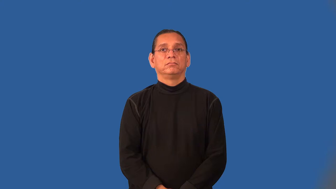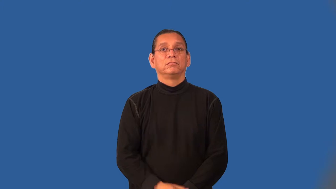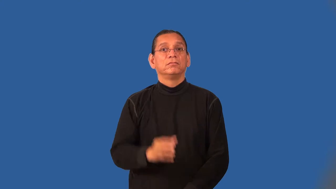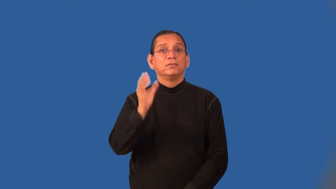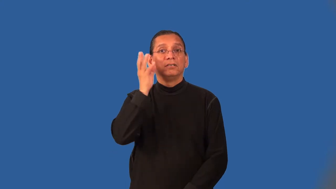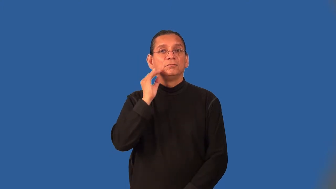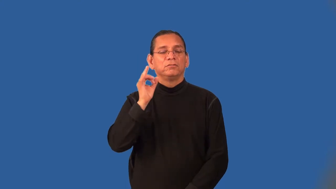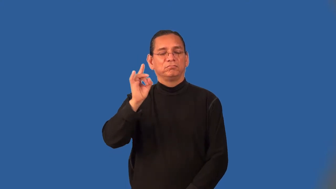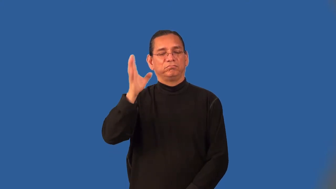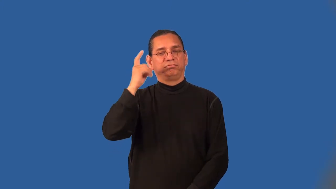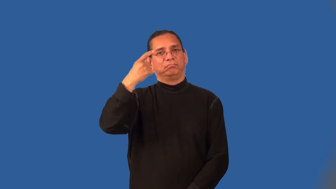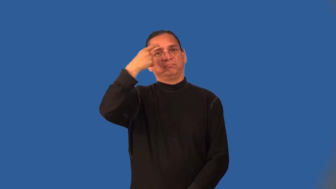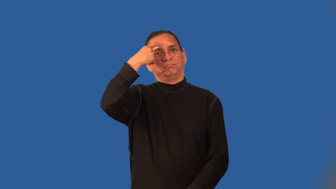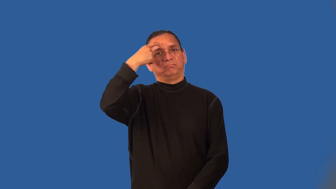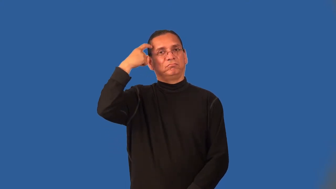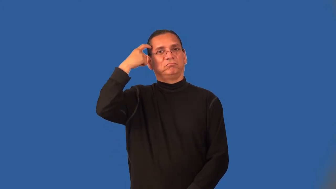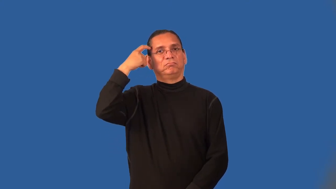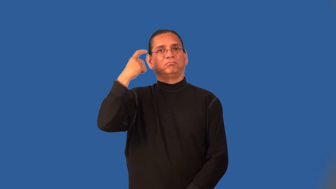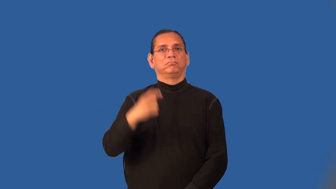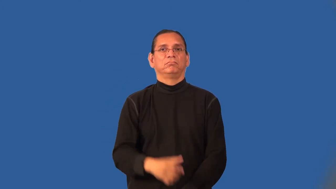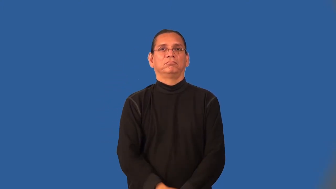ordeal